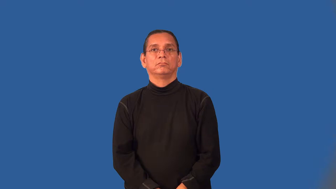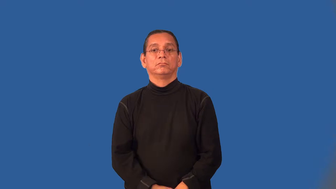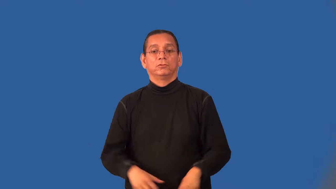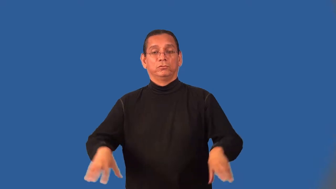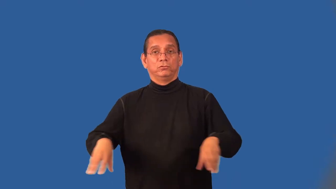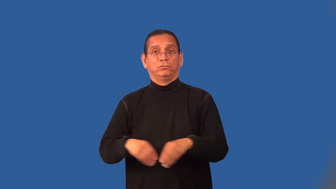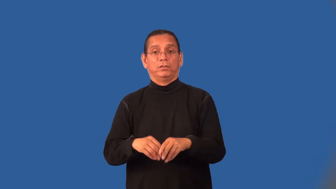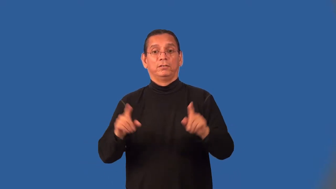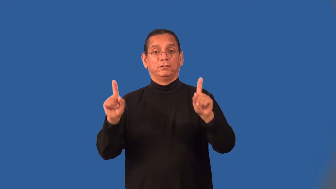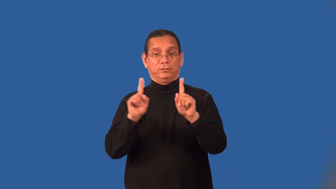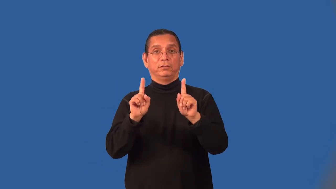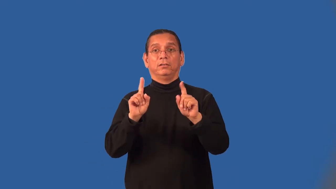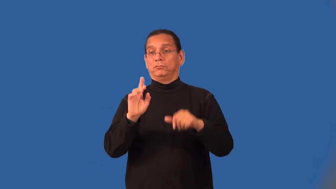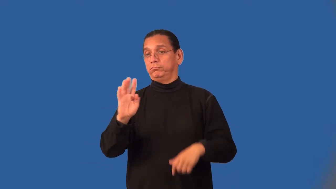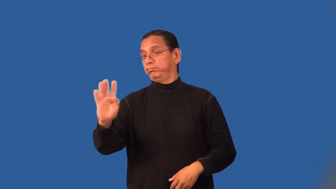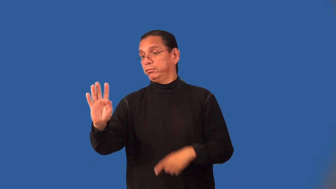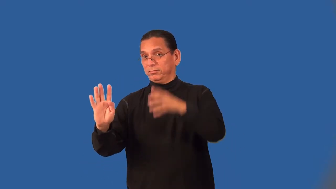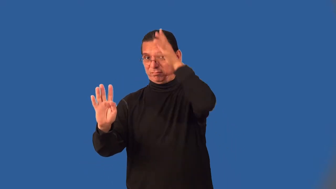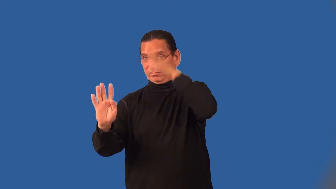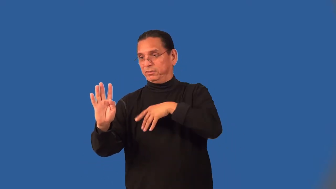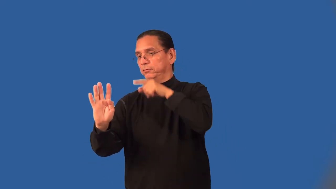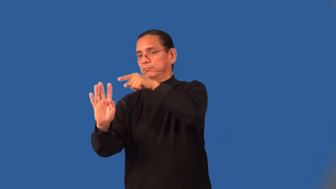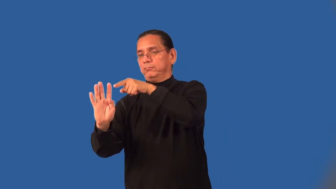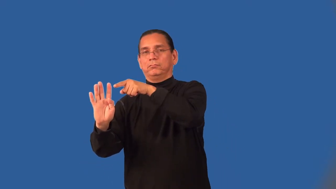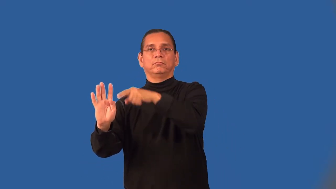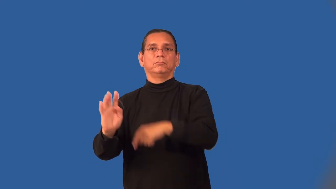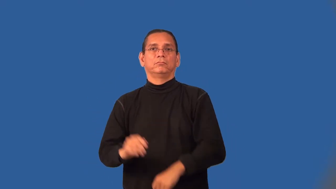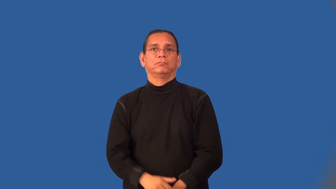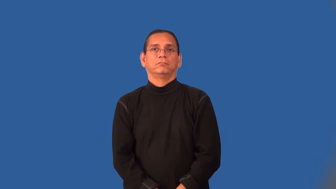groomsman